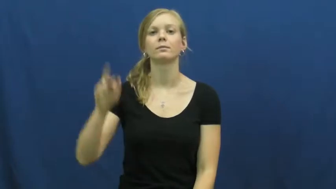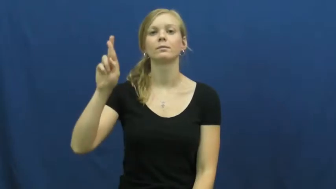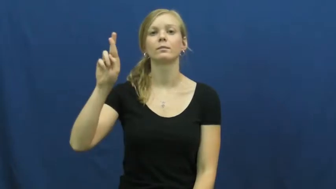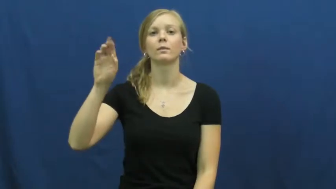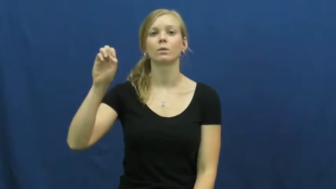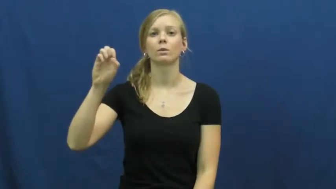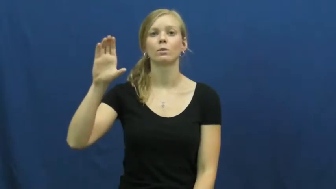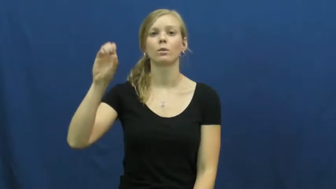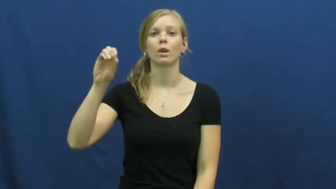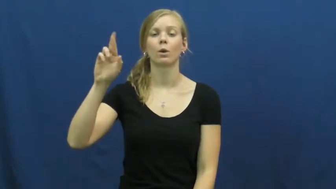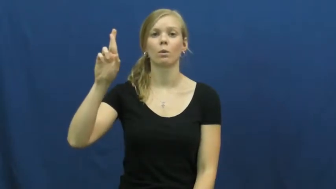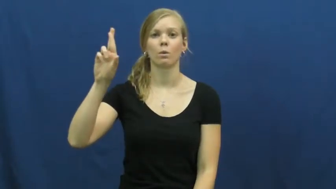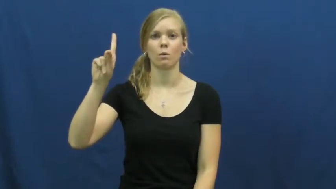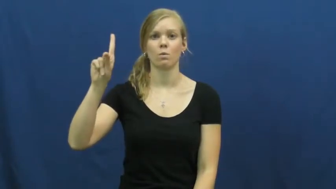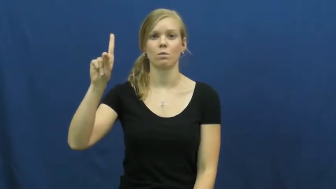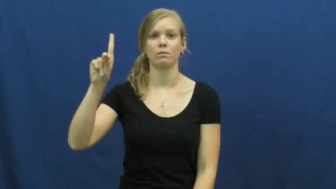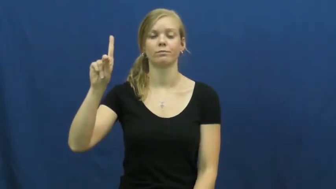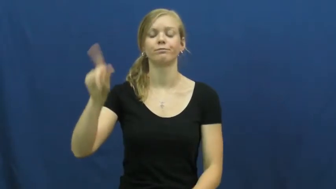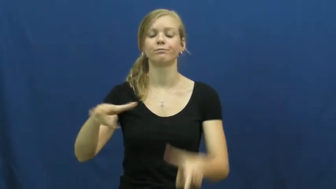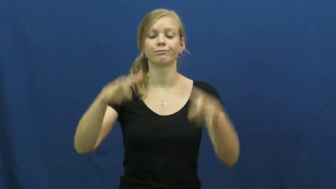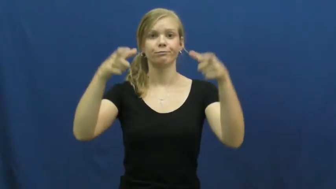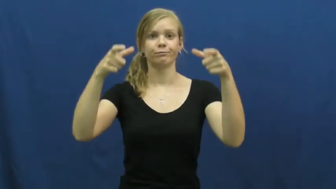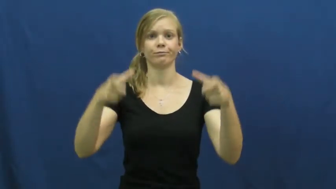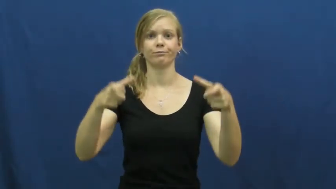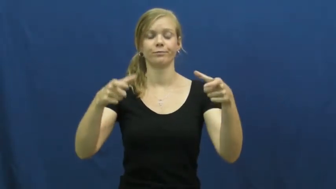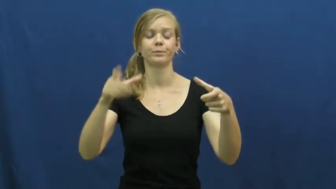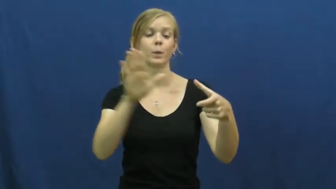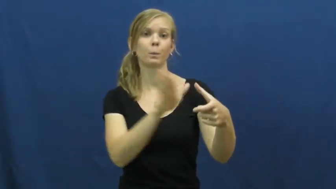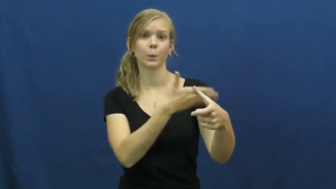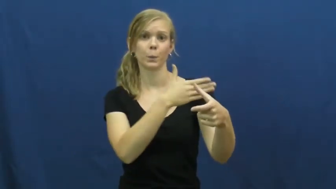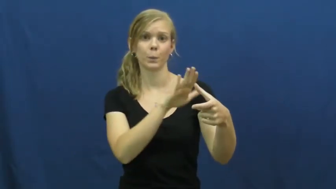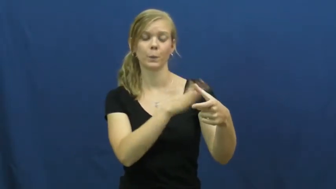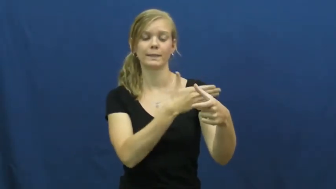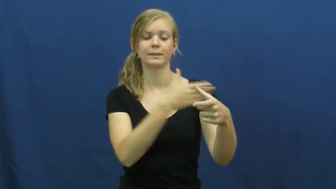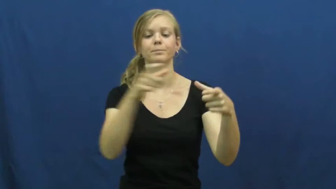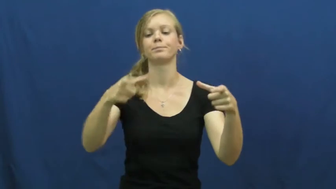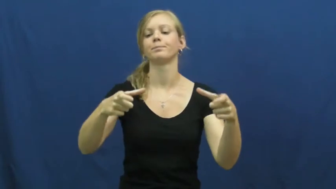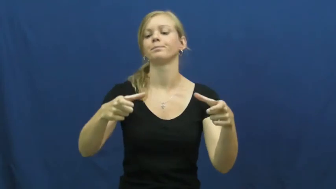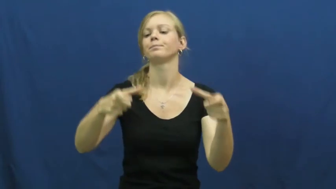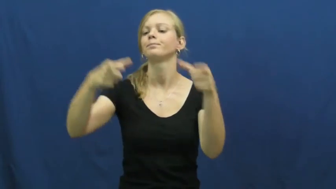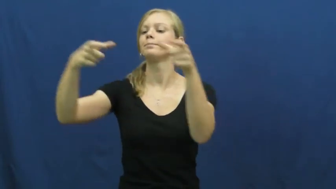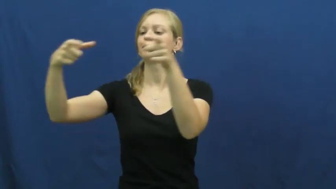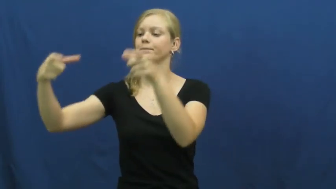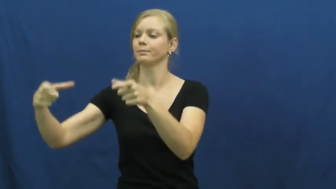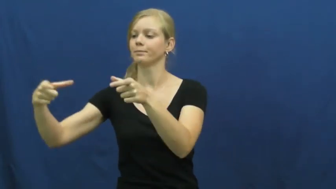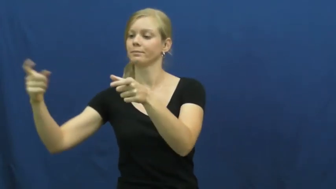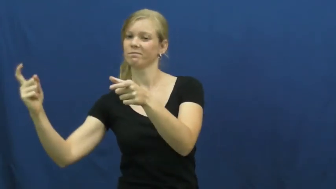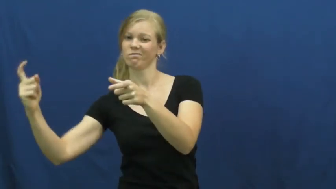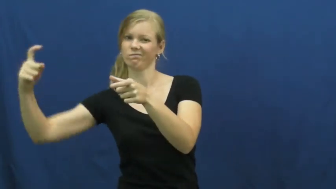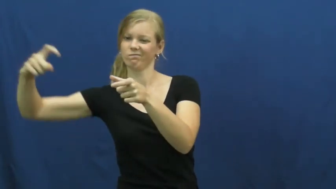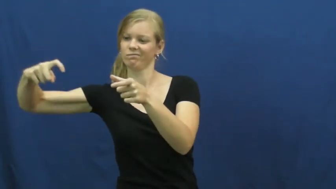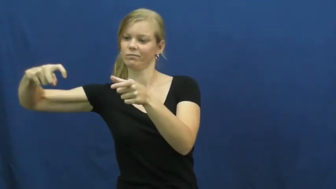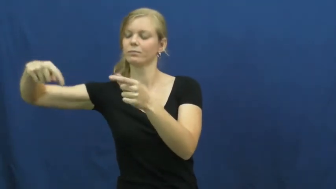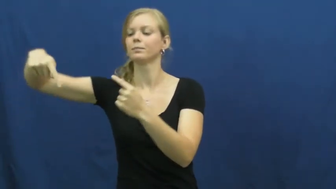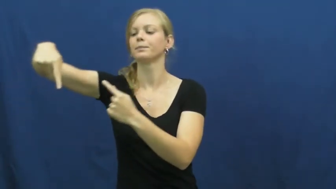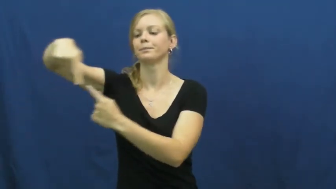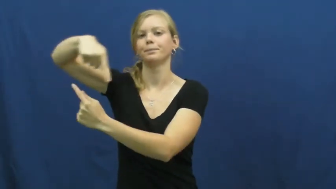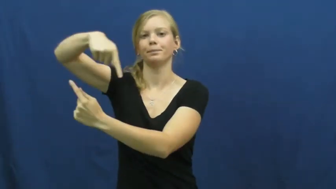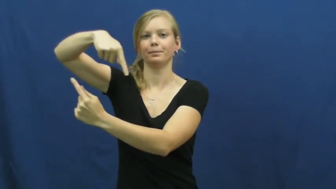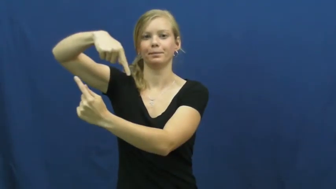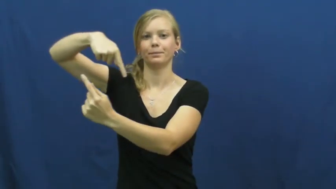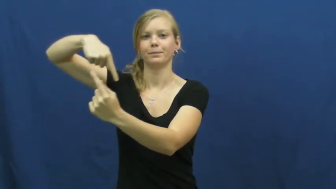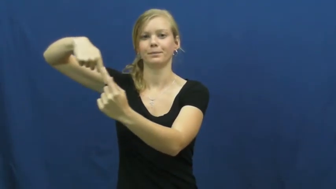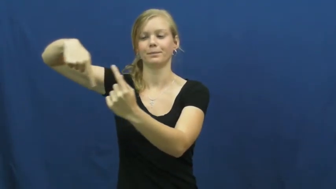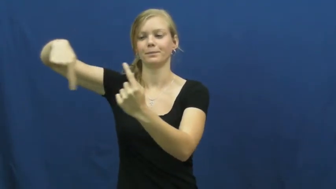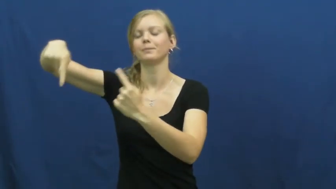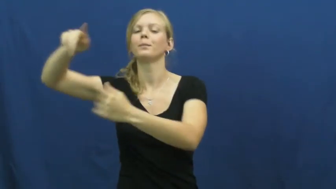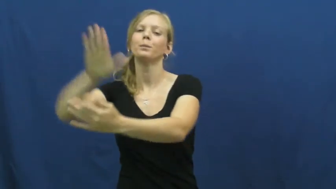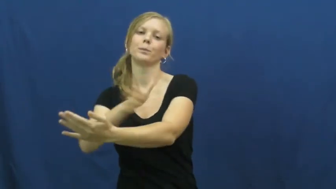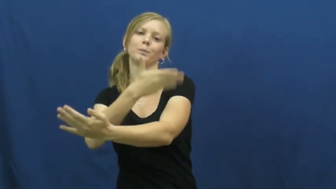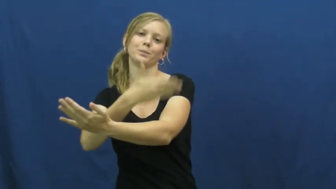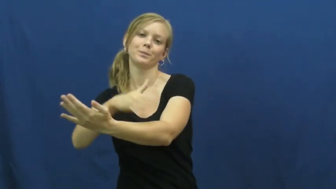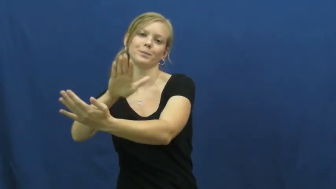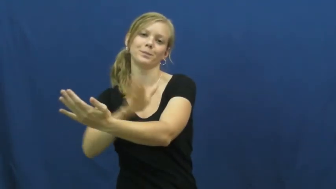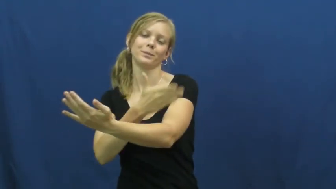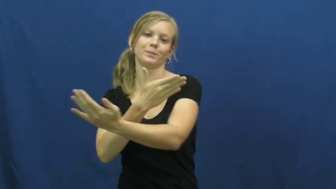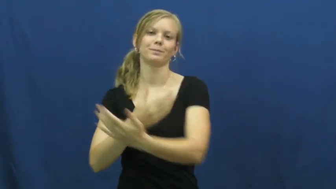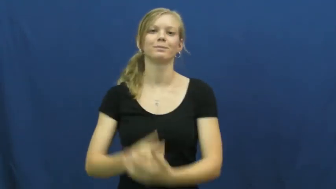record-vinyl